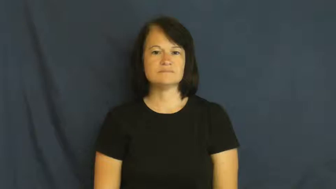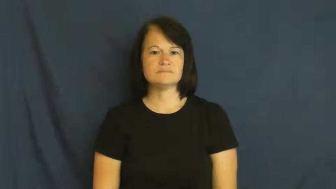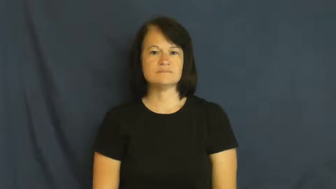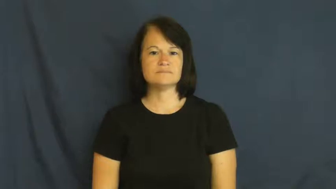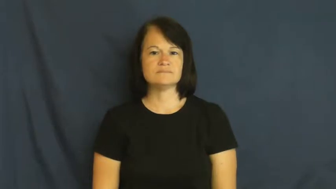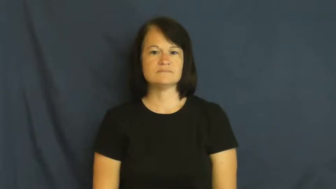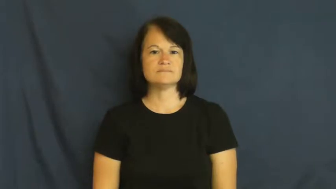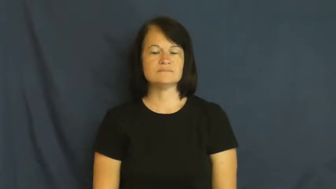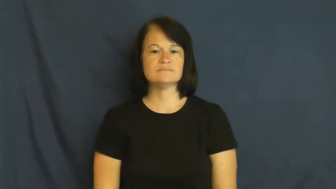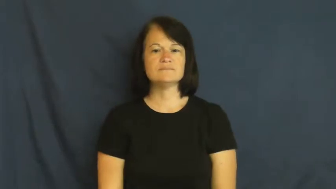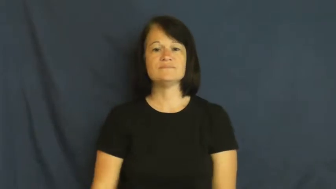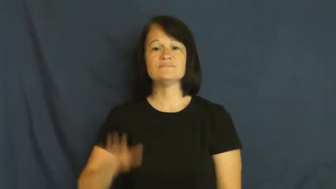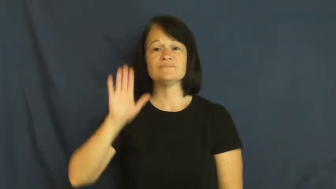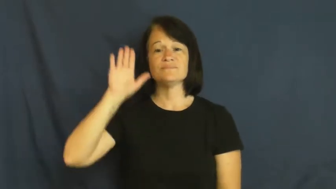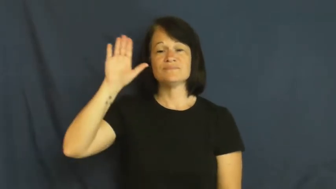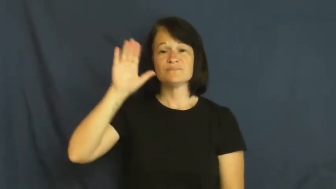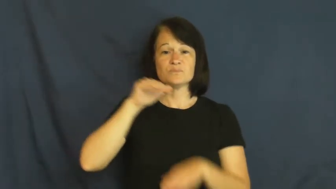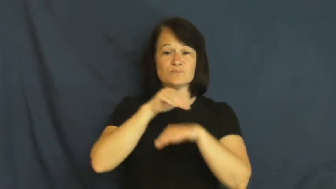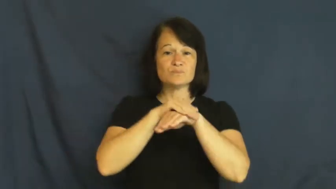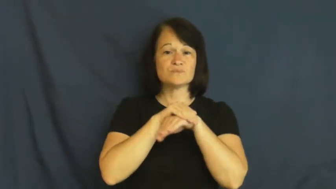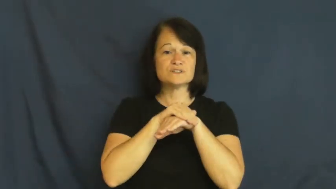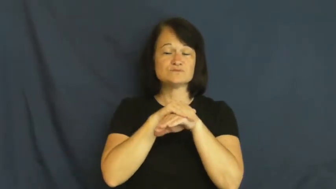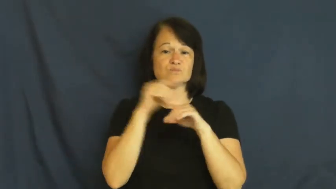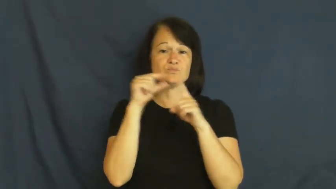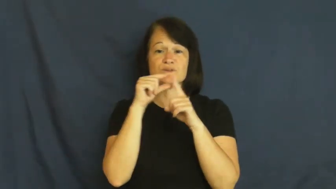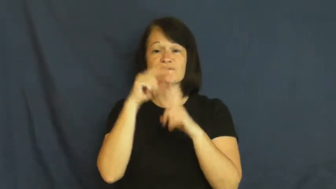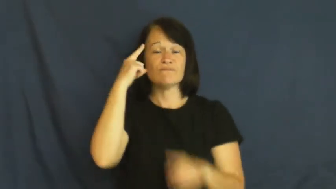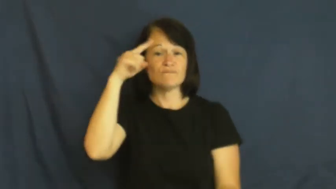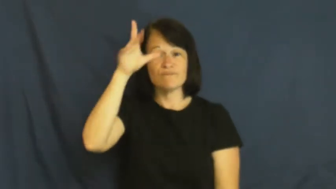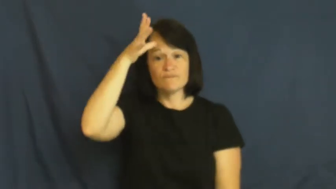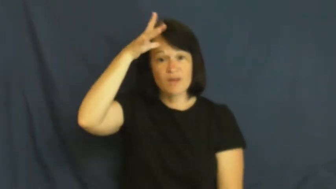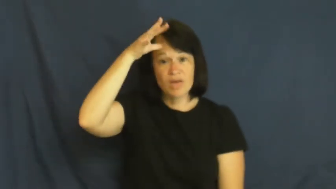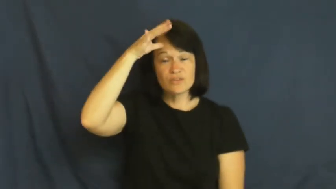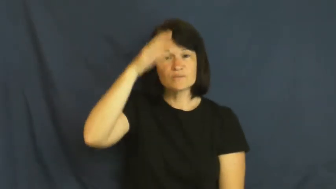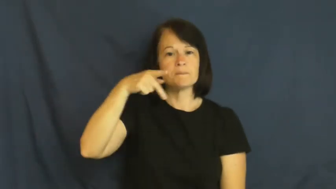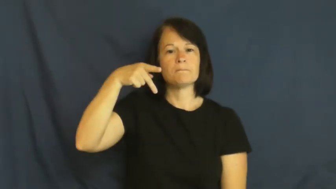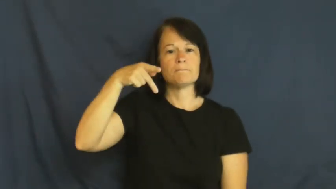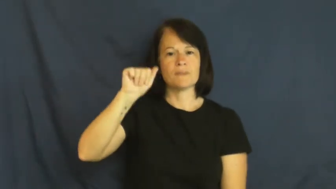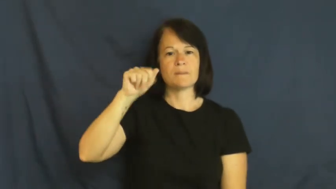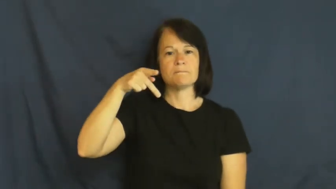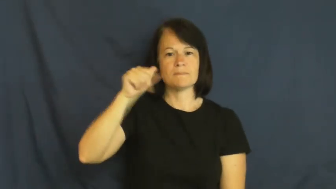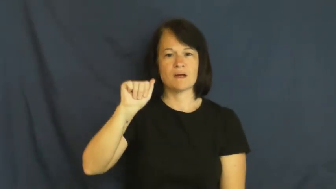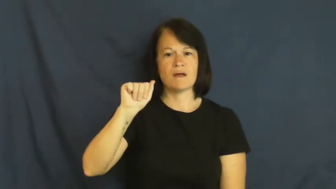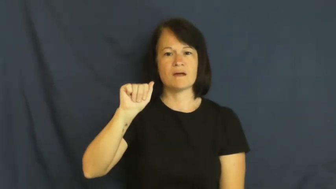papa